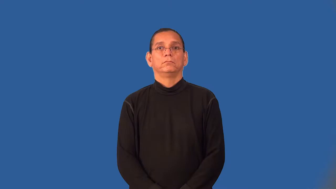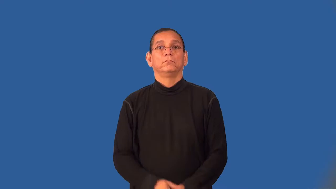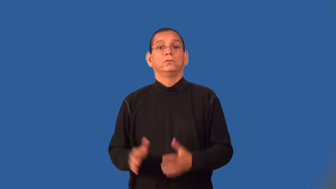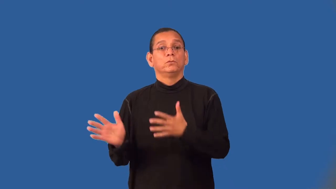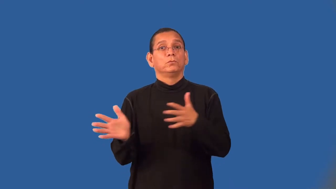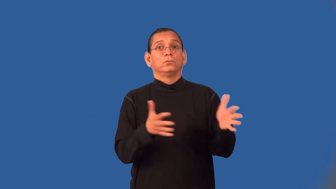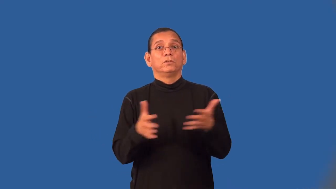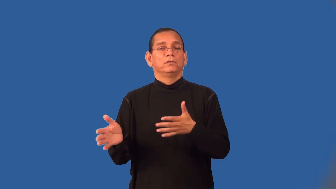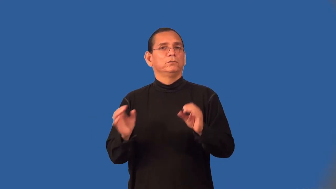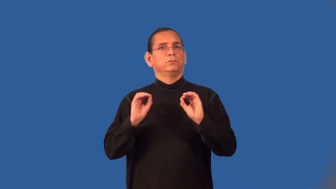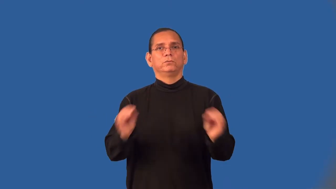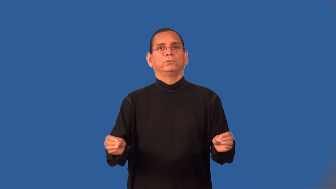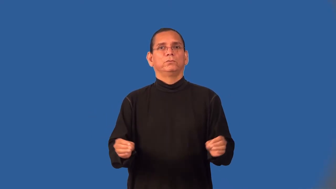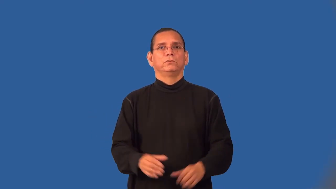windless